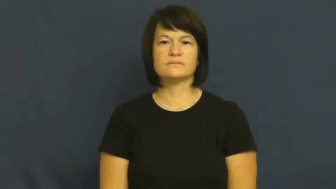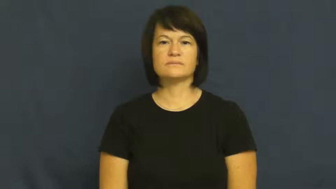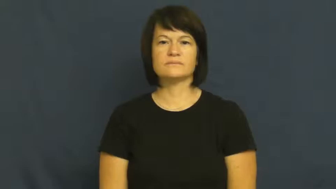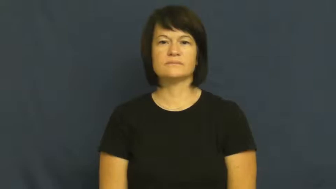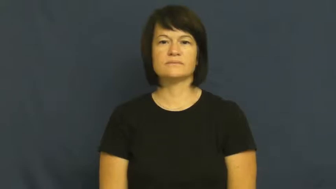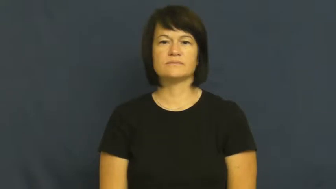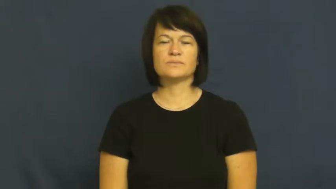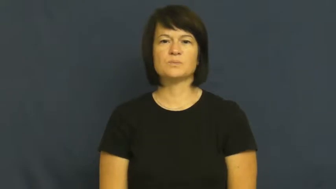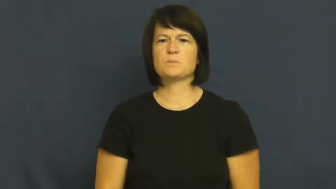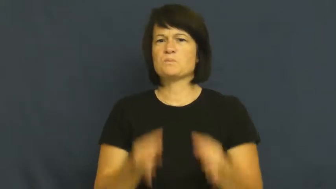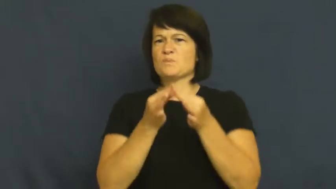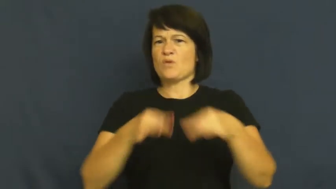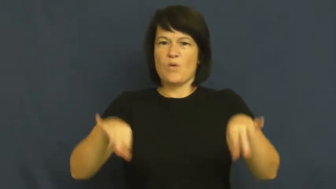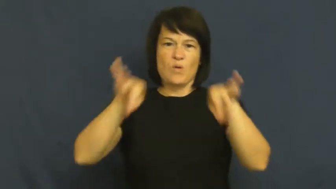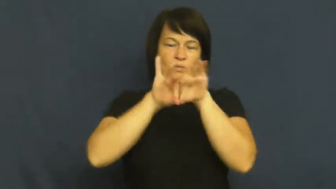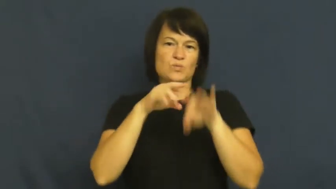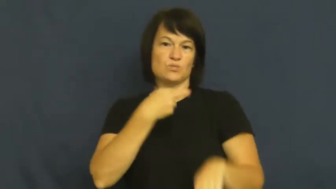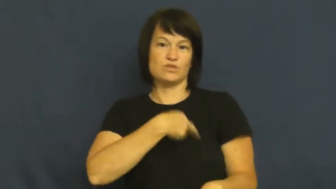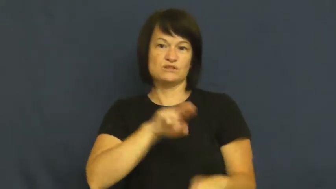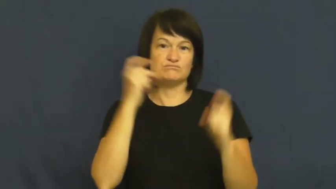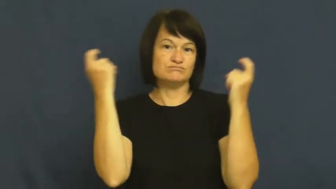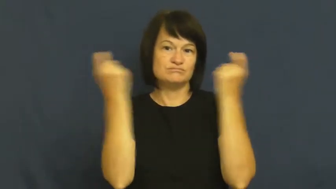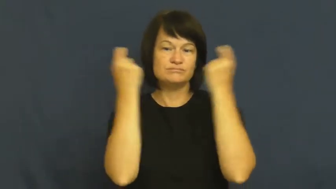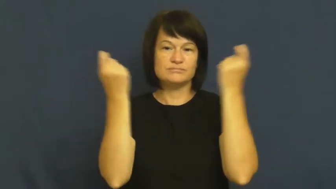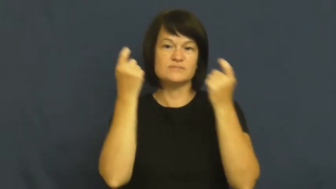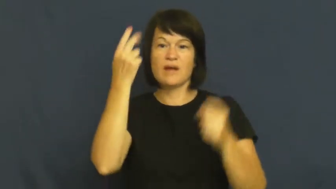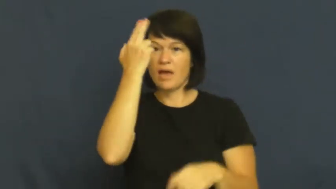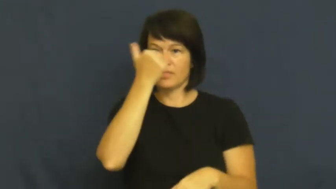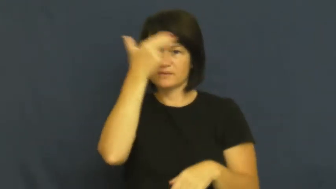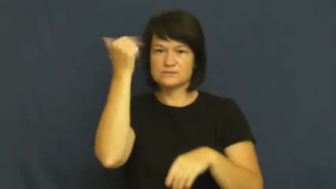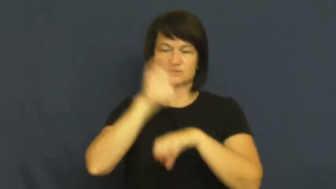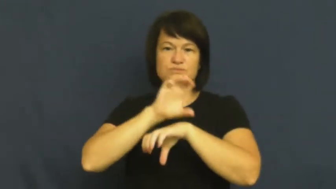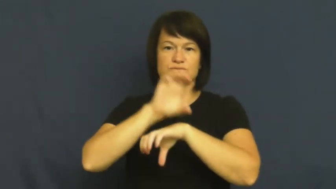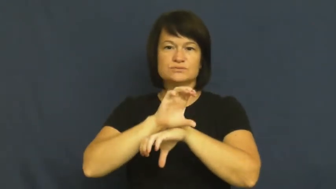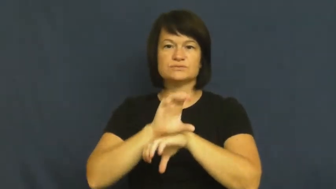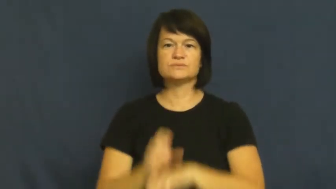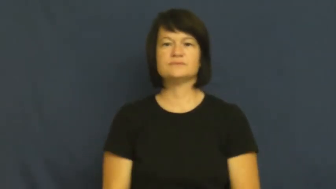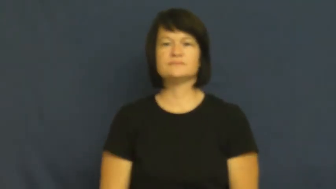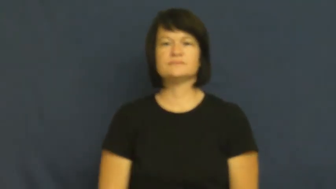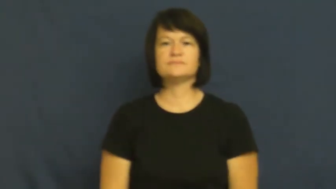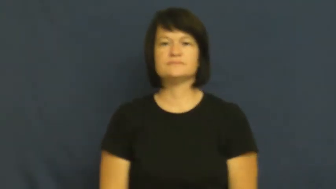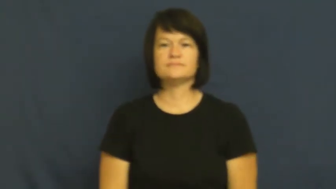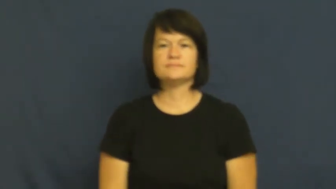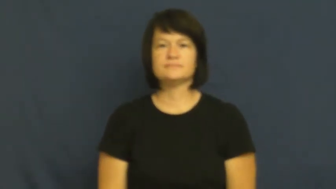mass-church